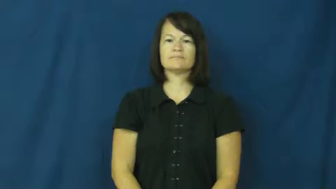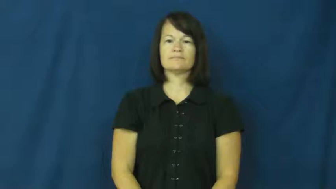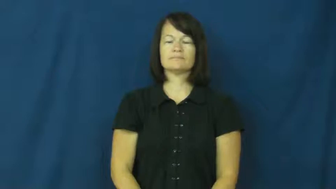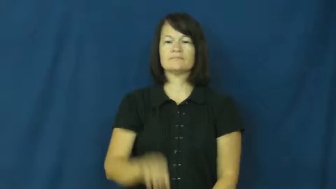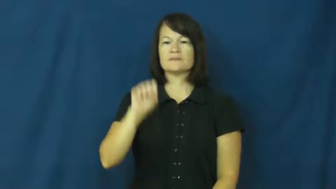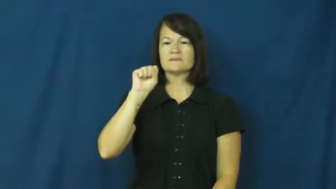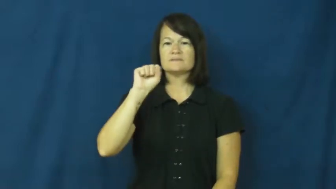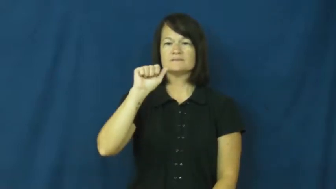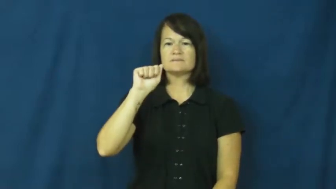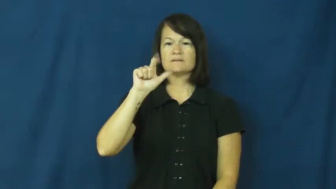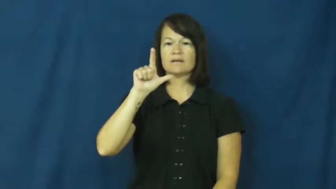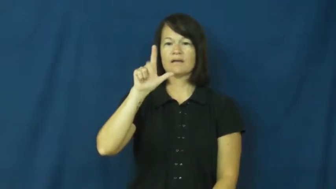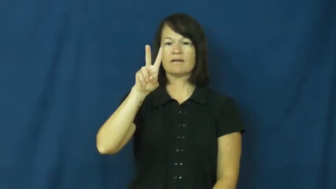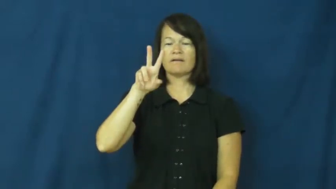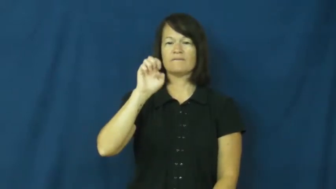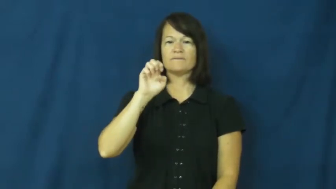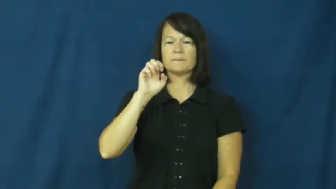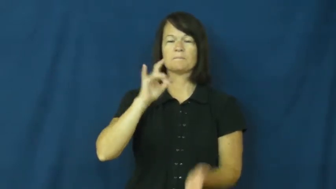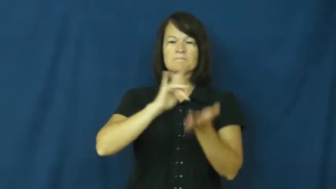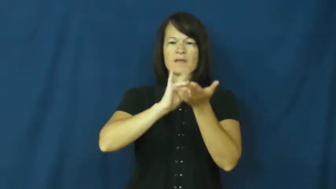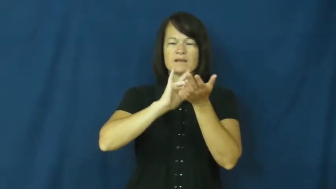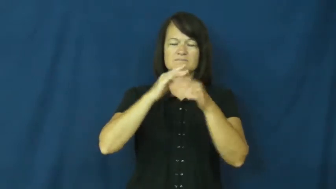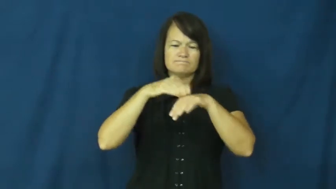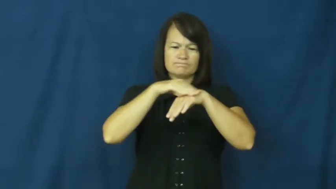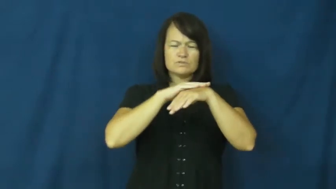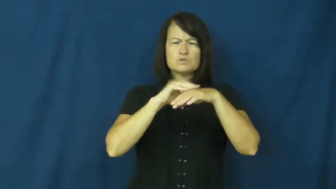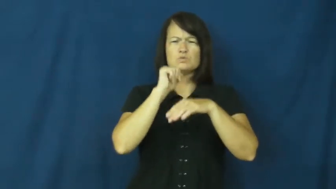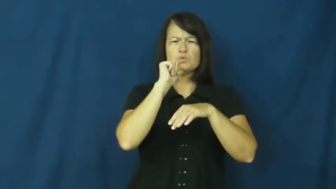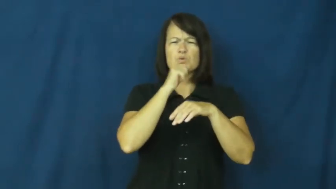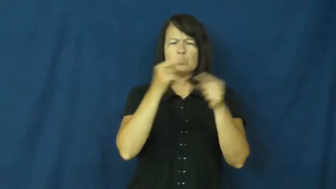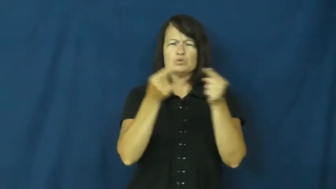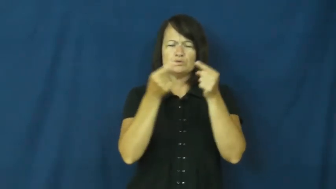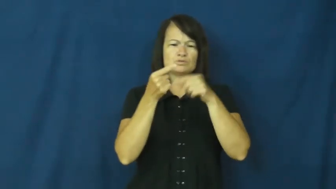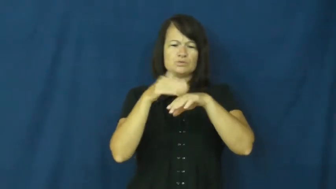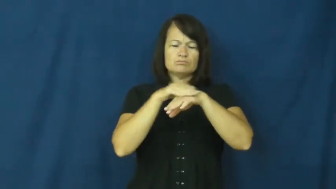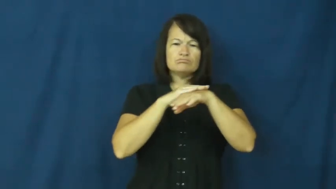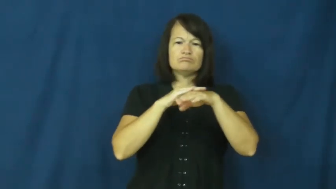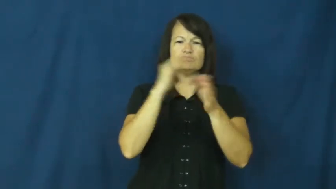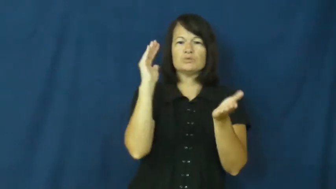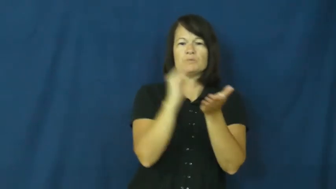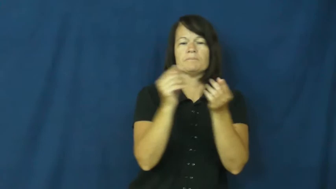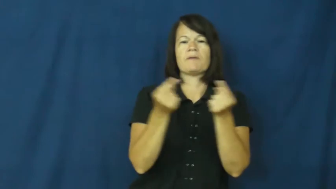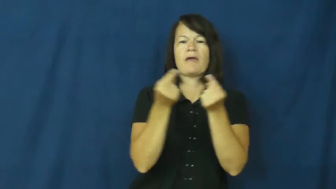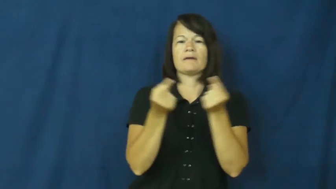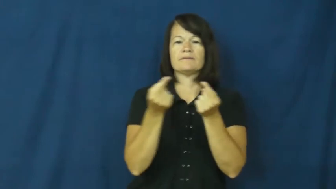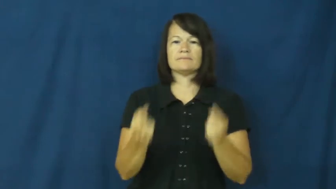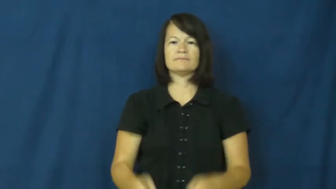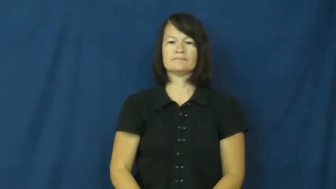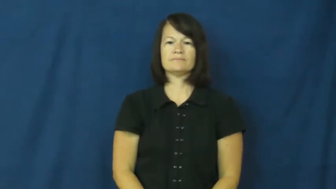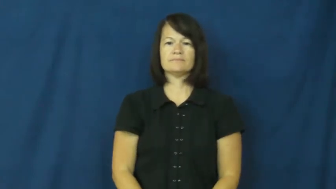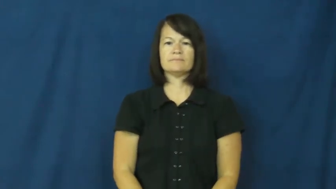salve